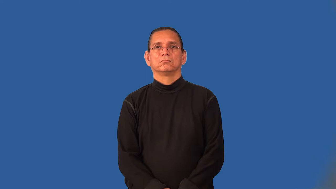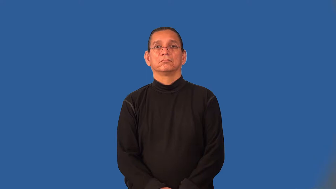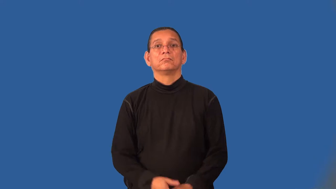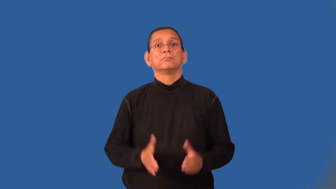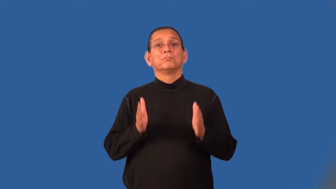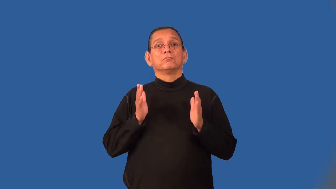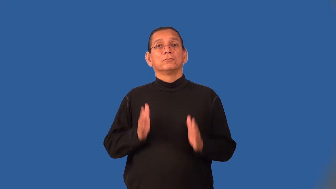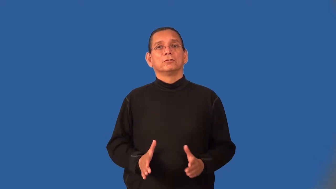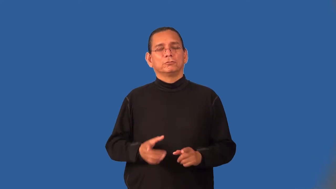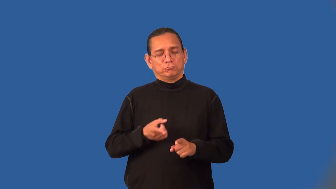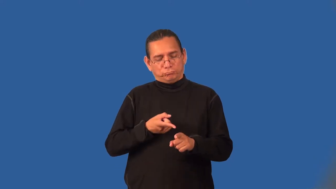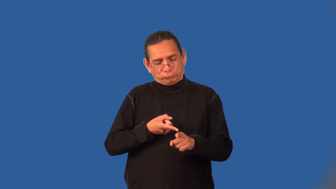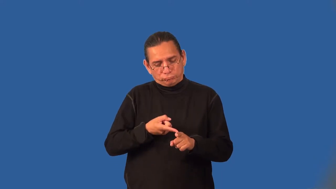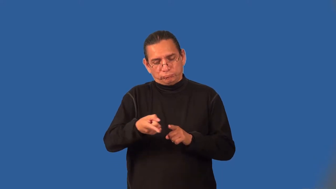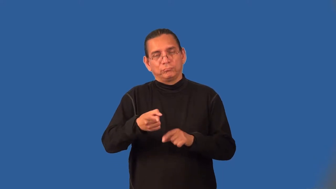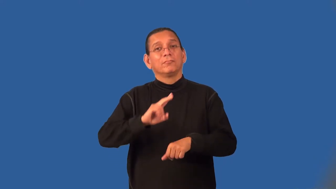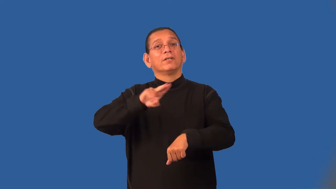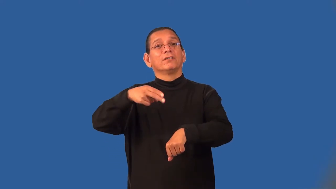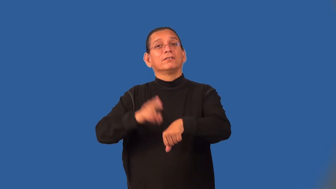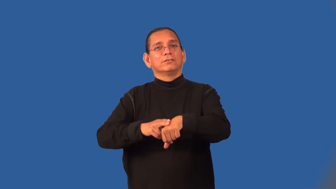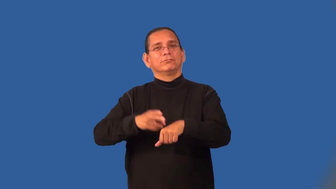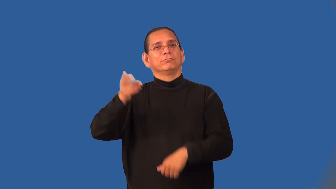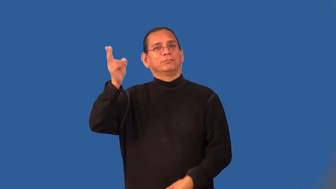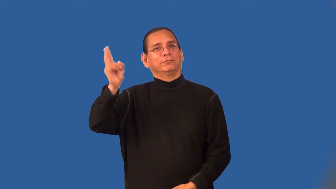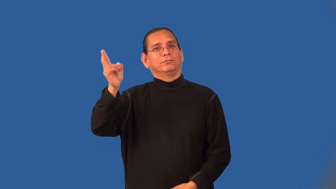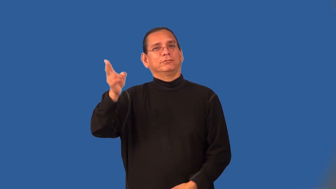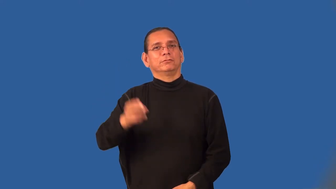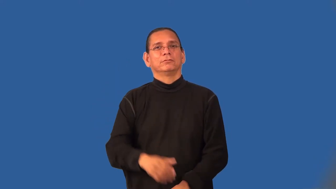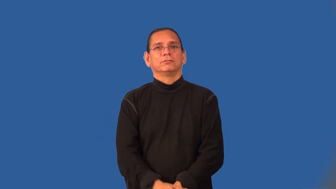naturalist